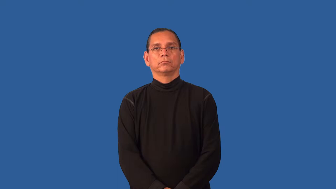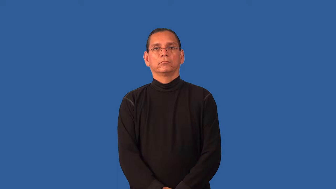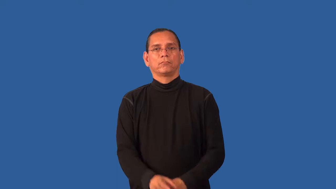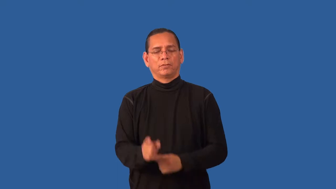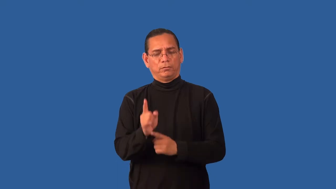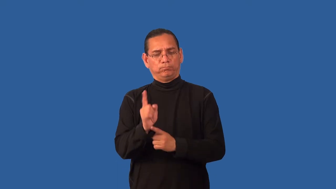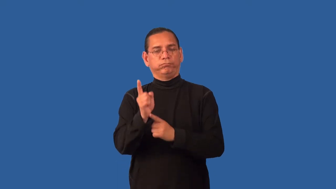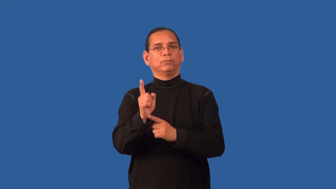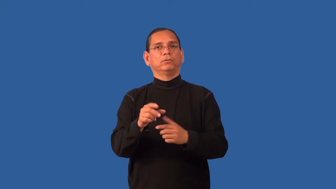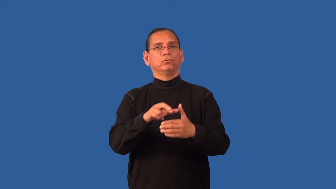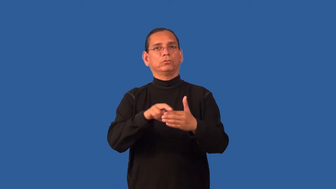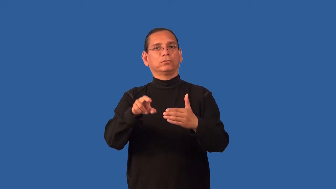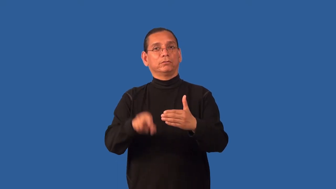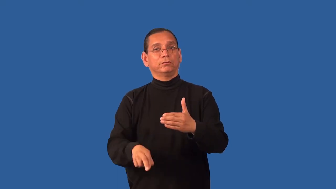expedient